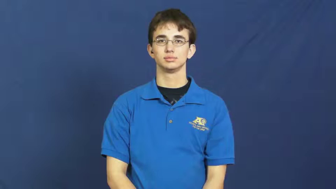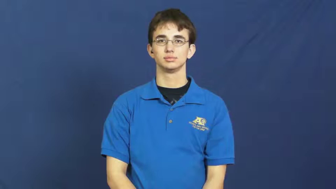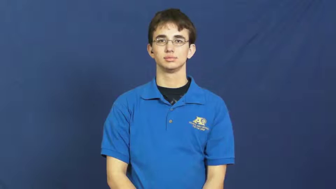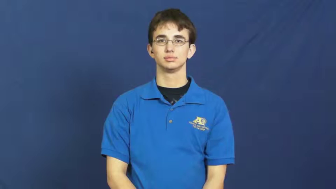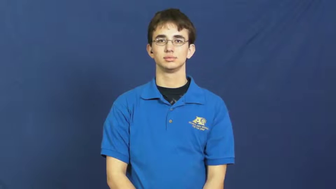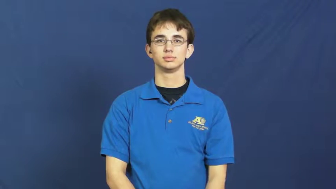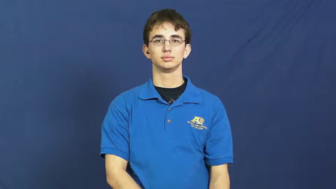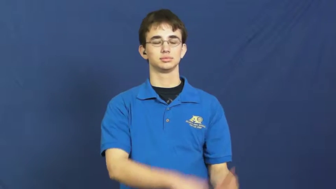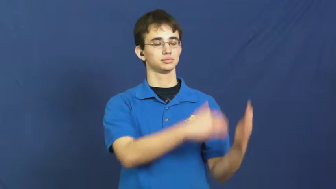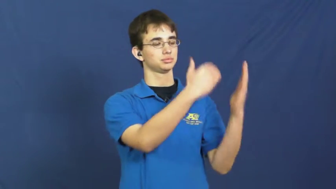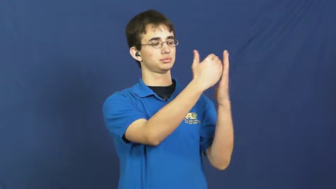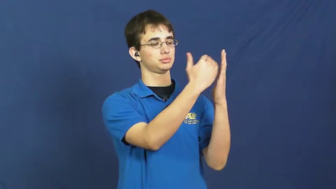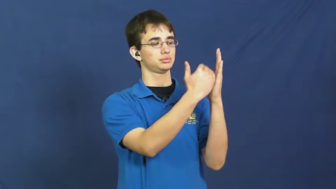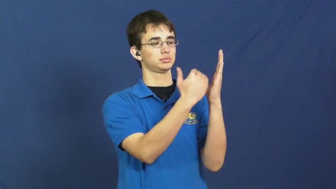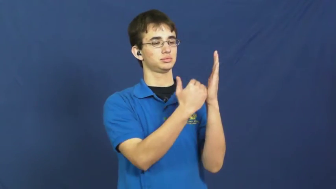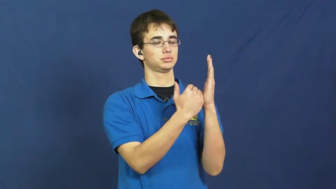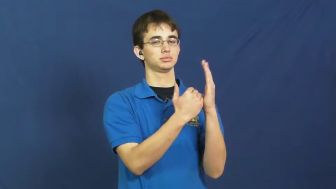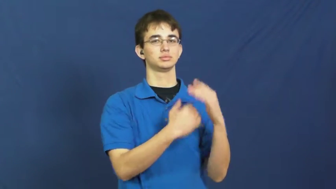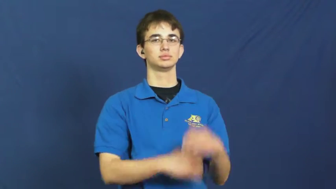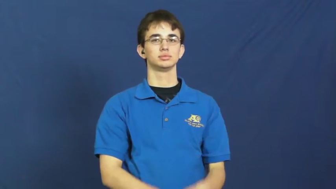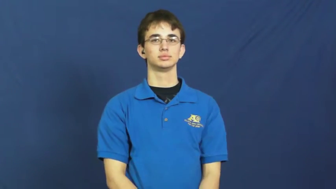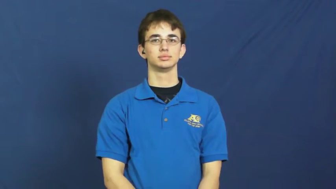lesson